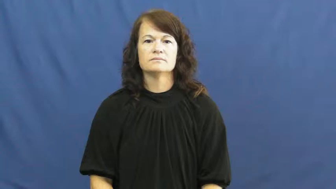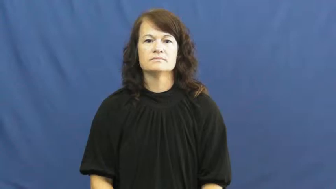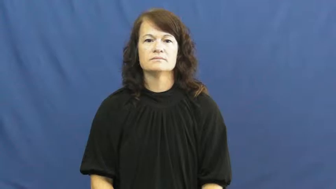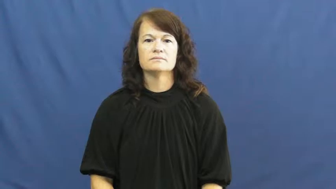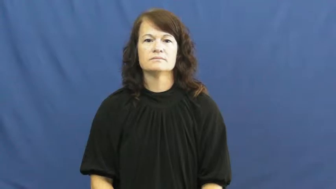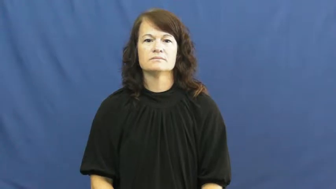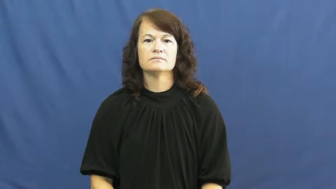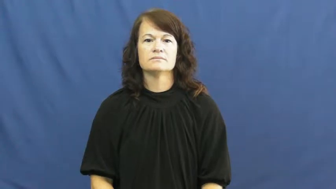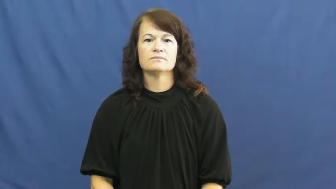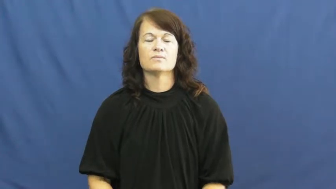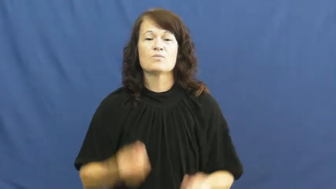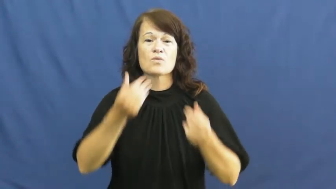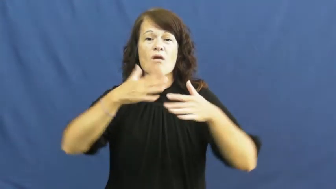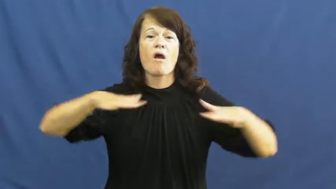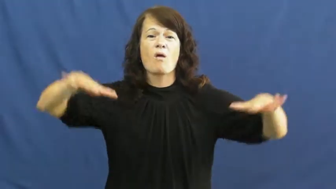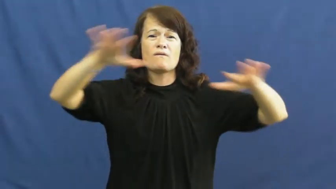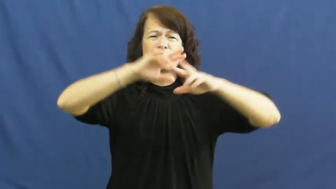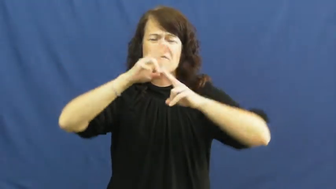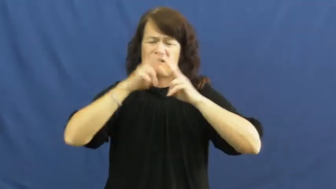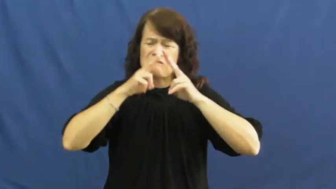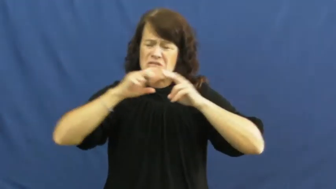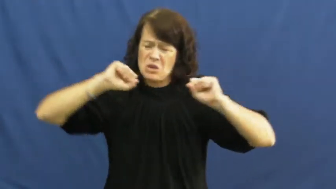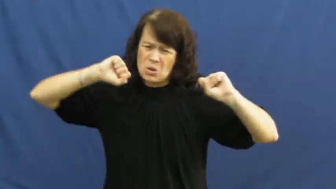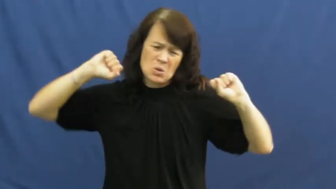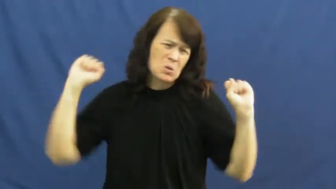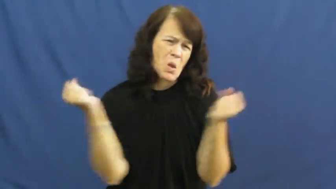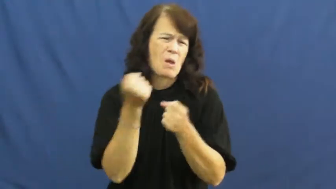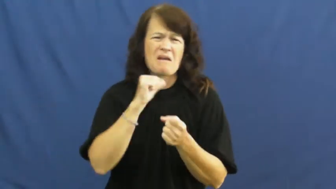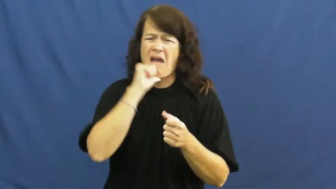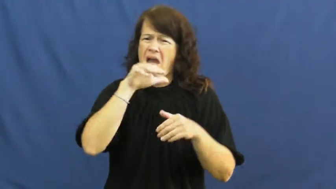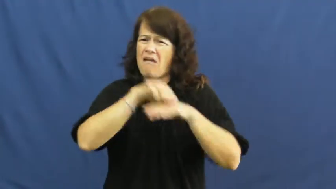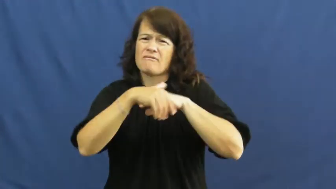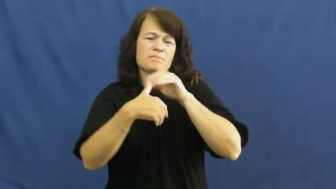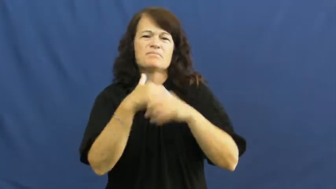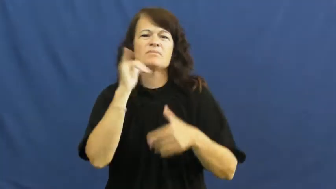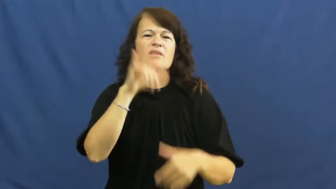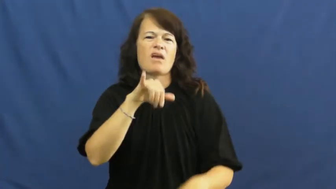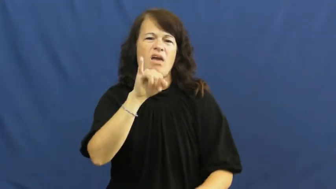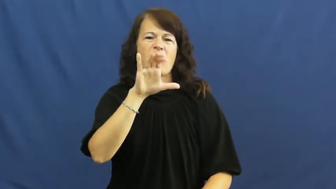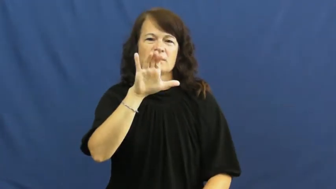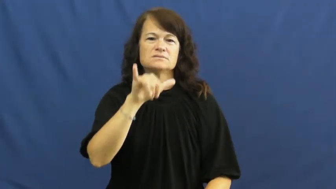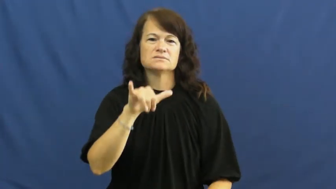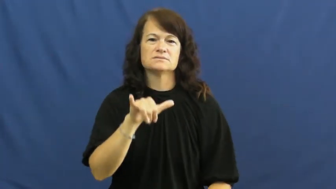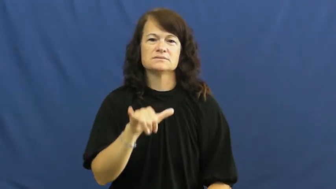icy,frigid,raw,gelid,sharp